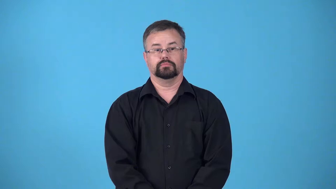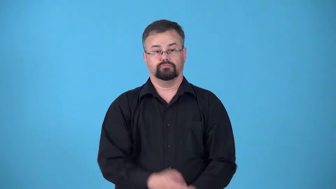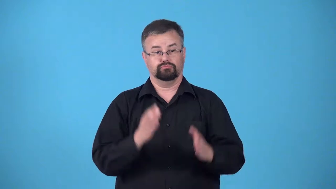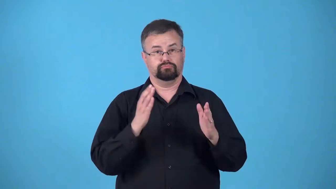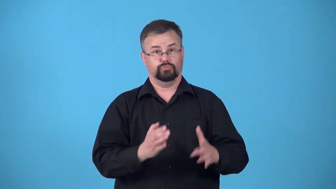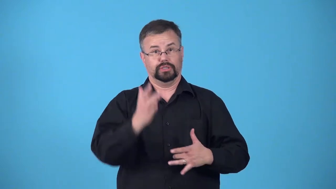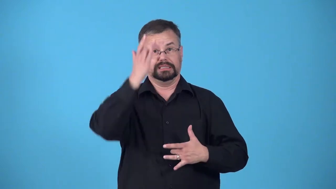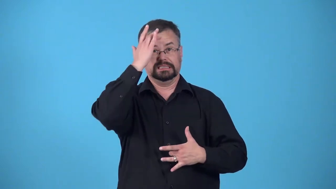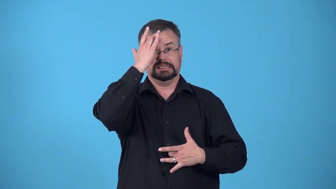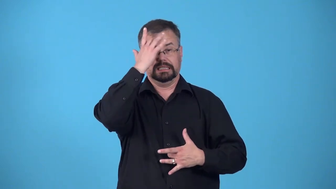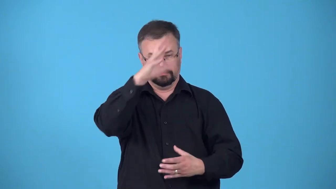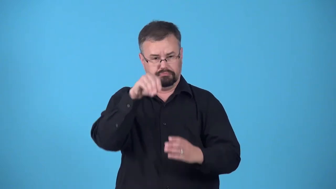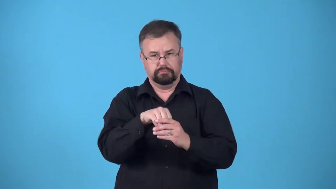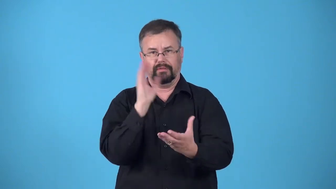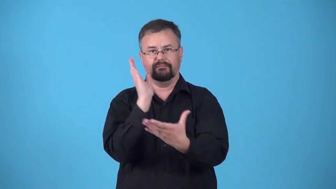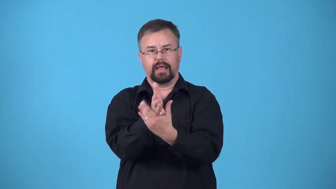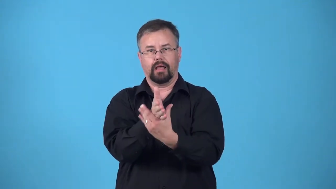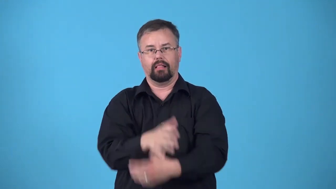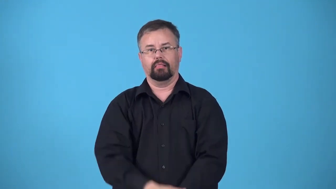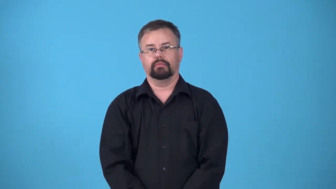case-instance of a disease,a case of measles